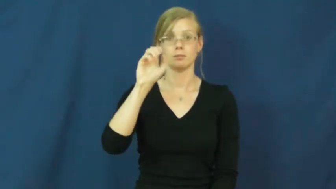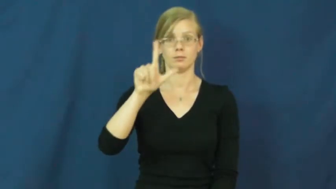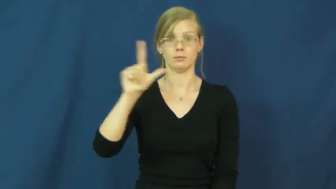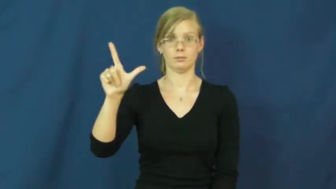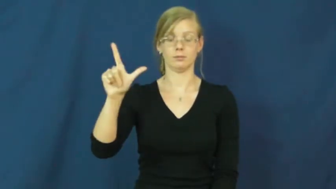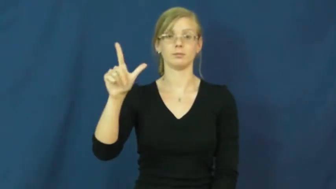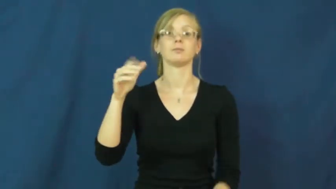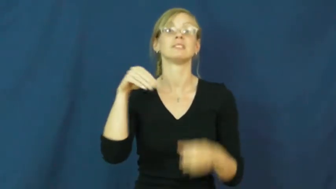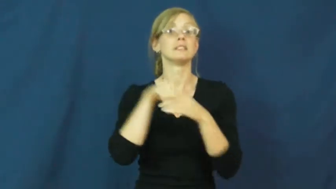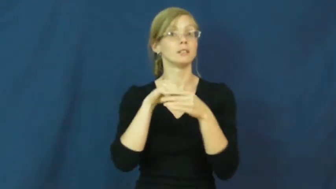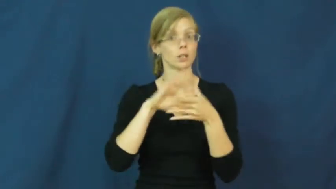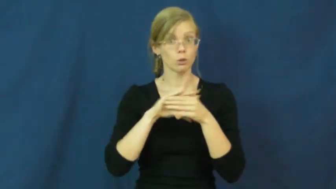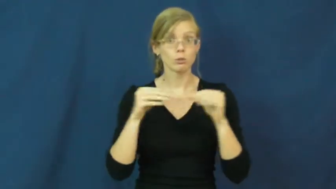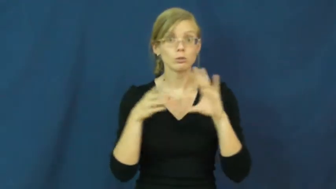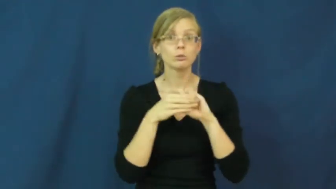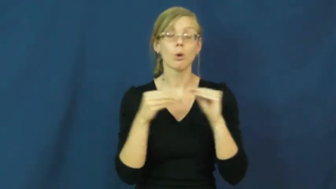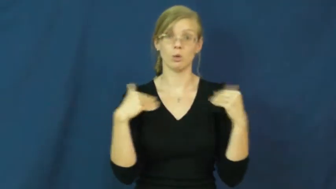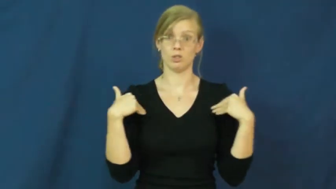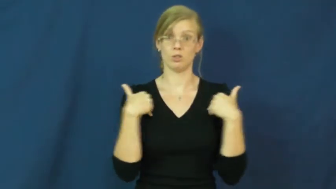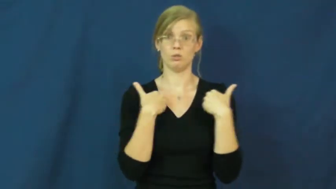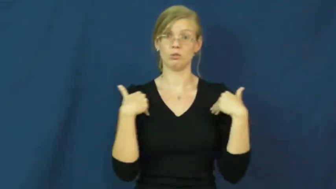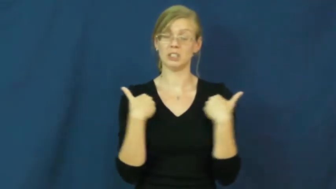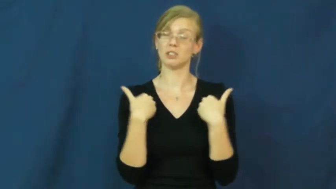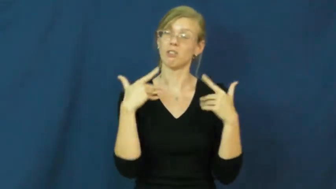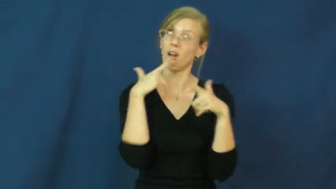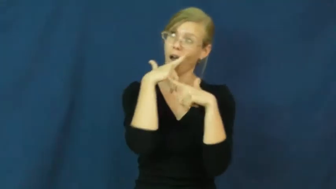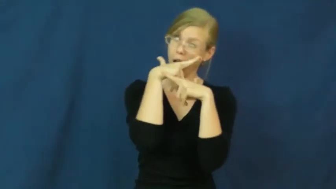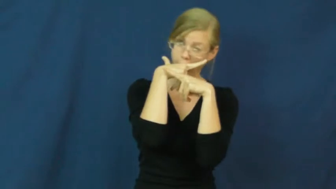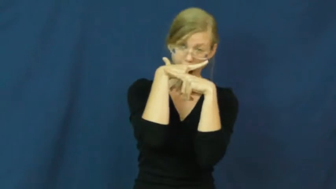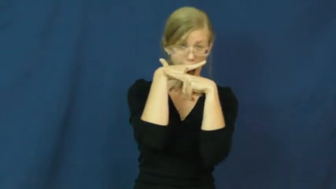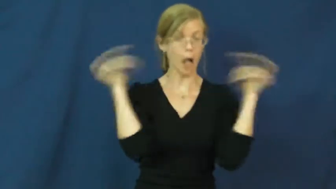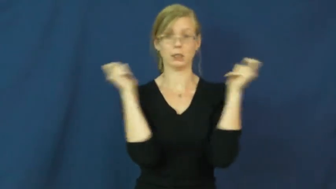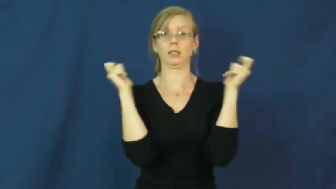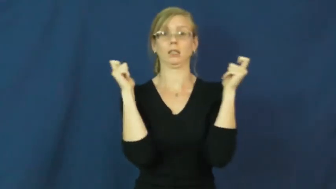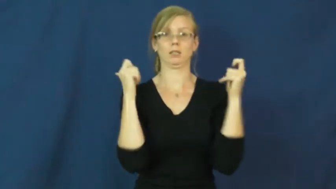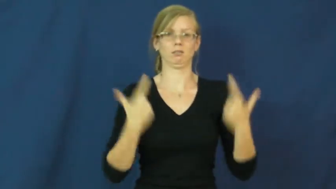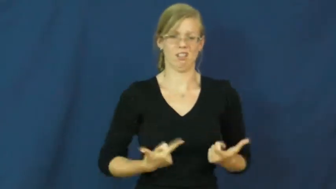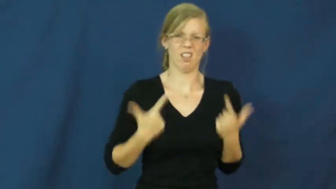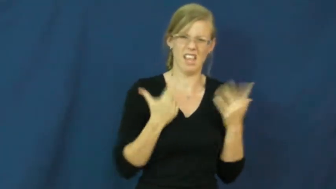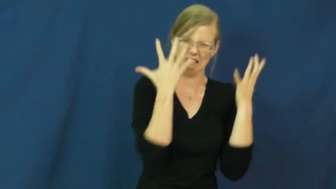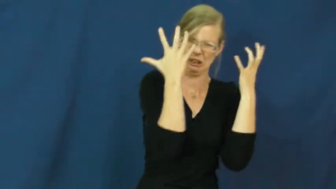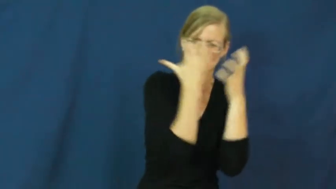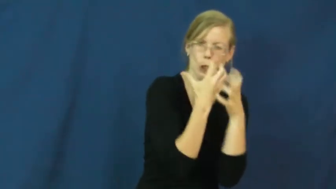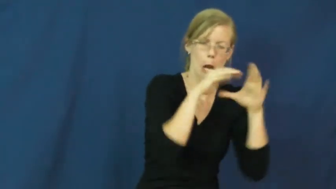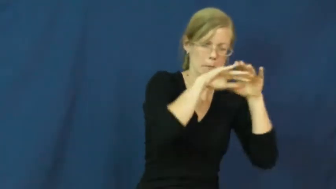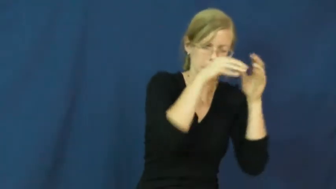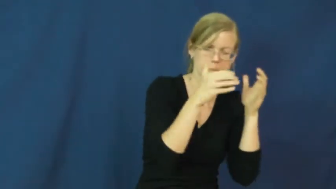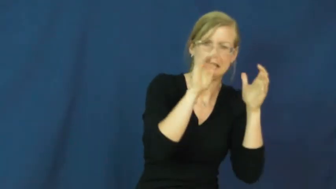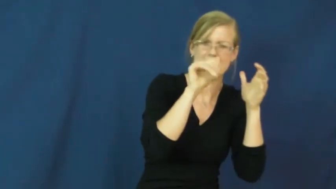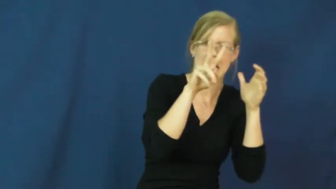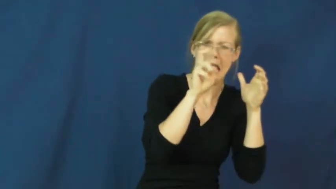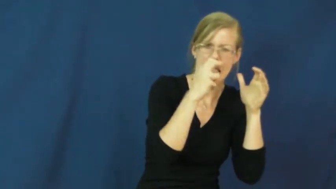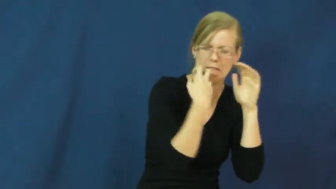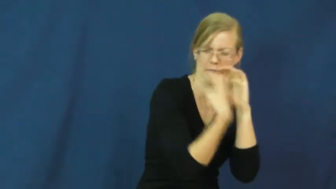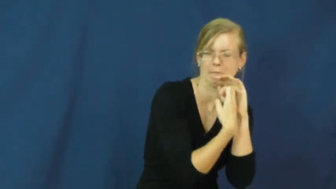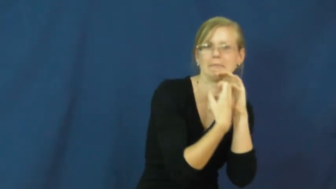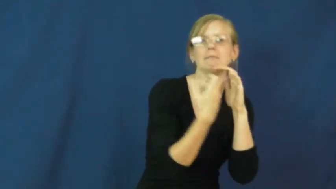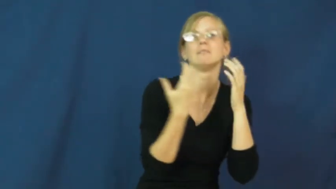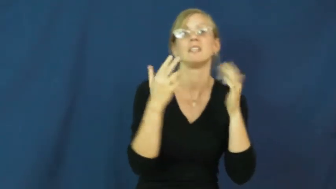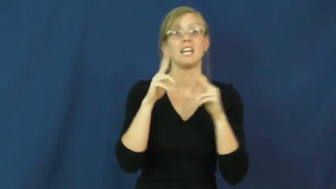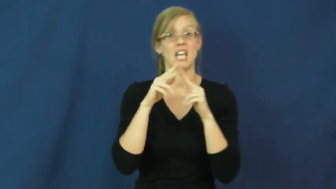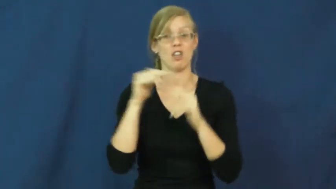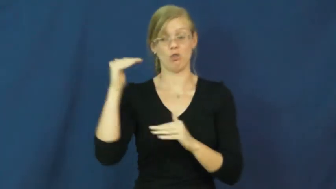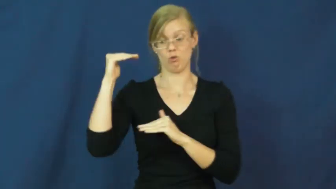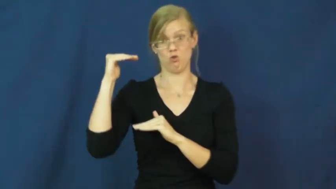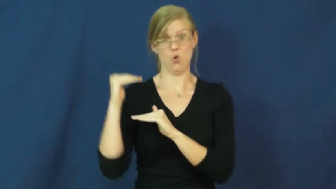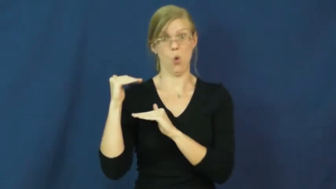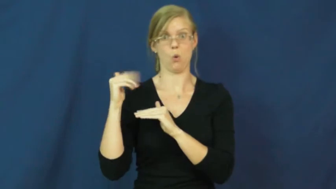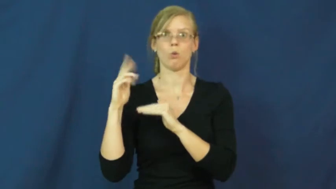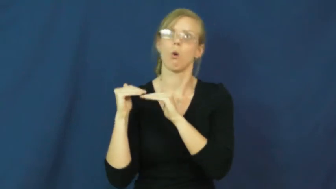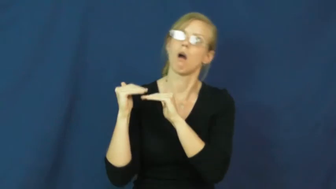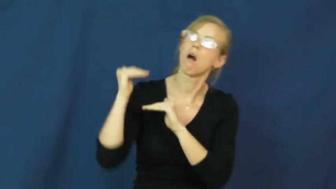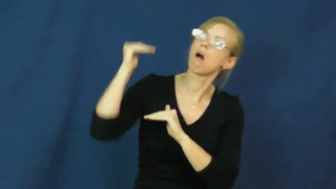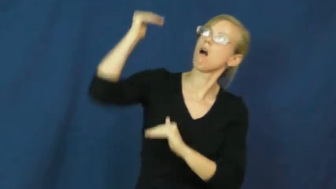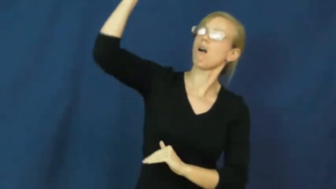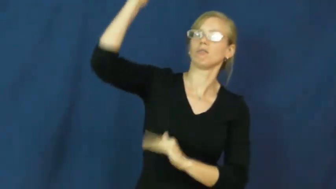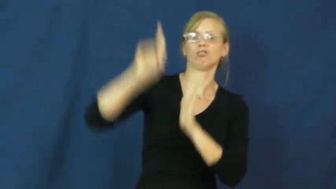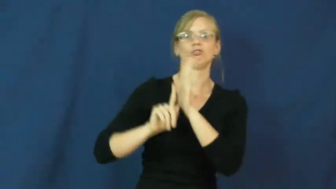troll-noun